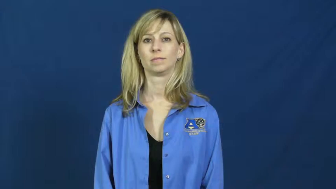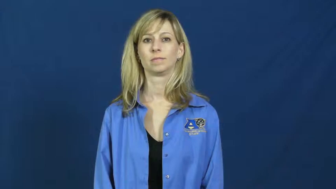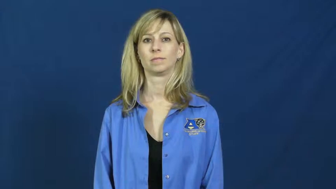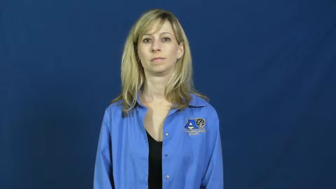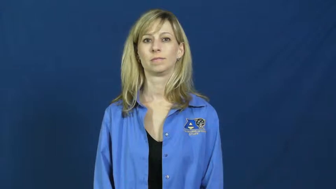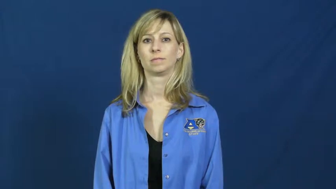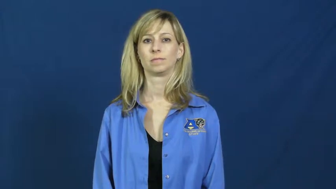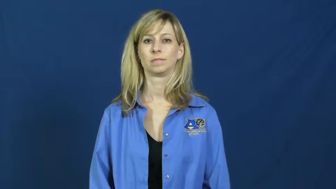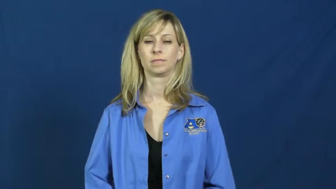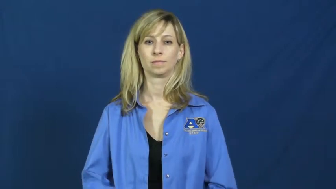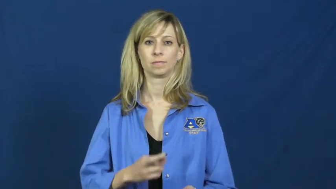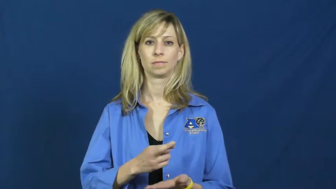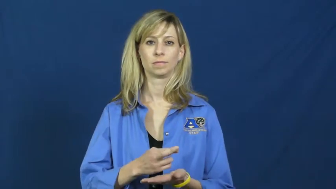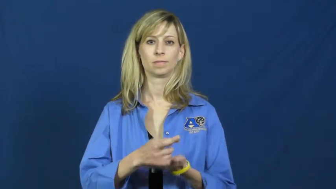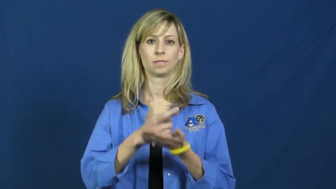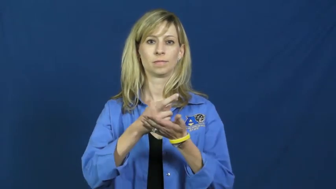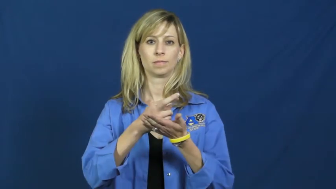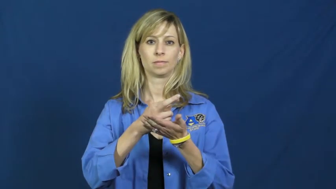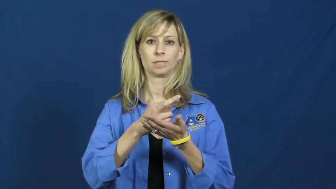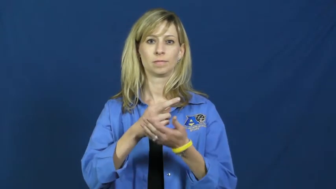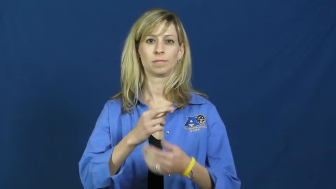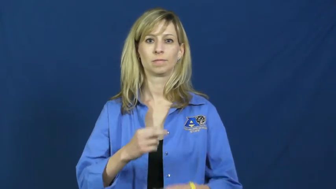rehabilitation